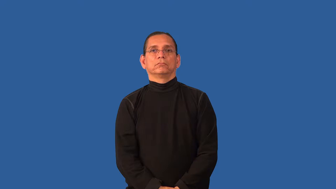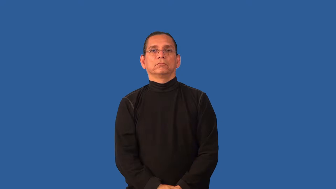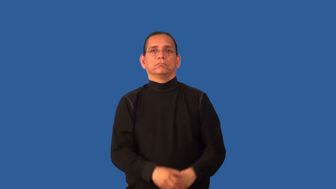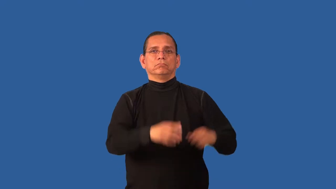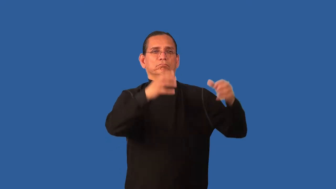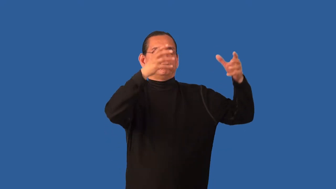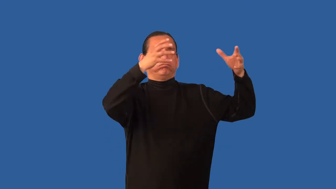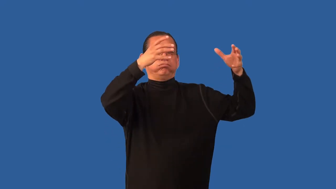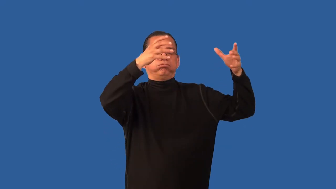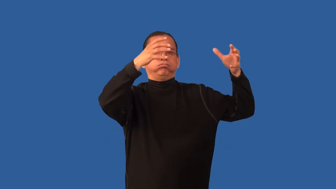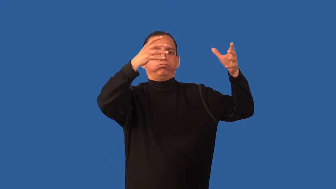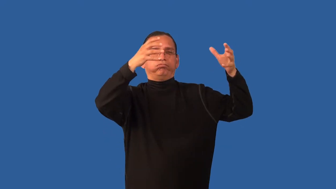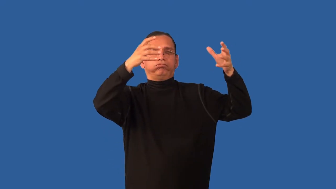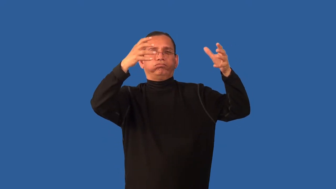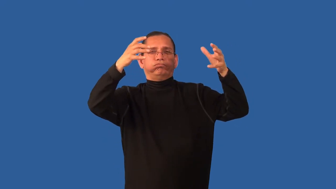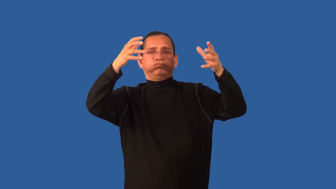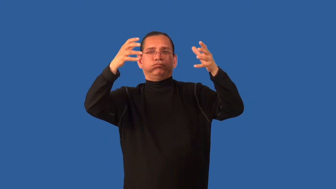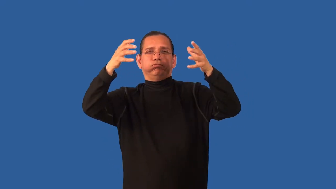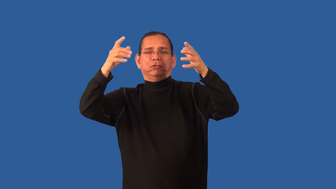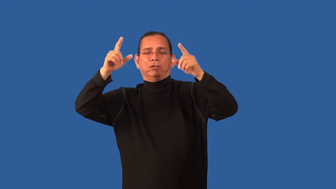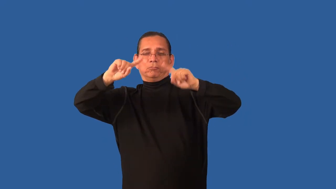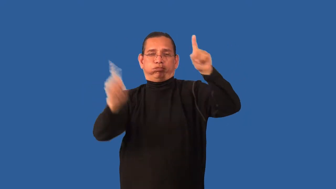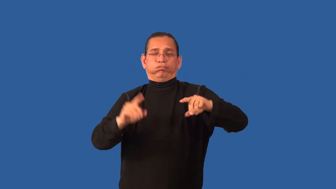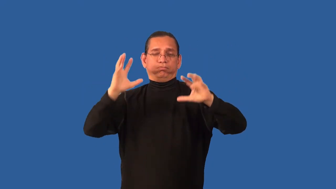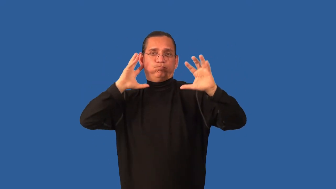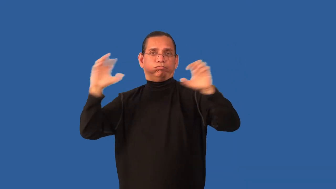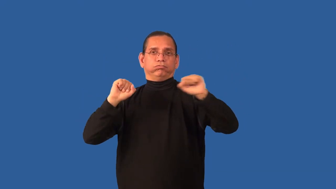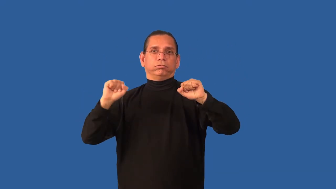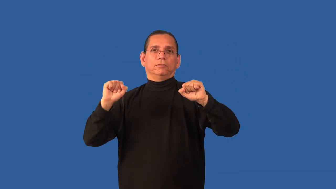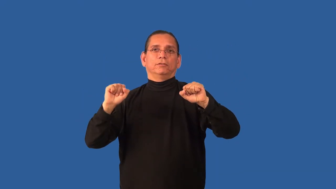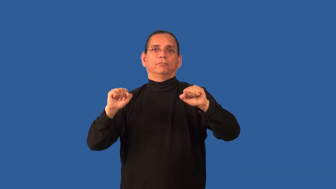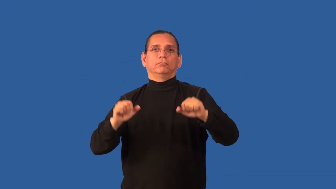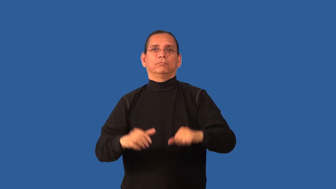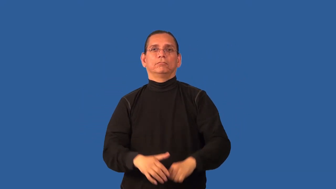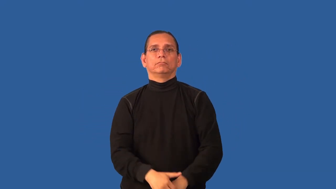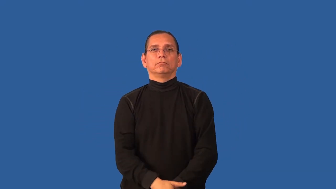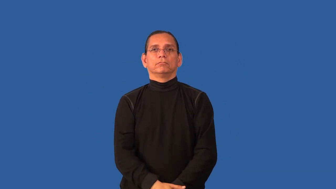cell,thunderhead-thunder storms